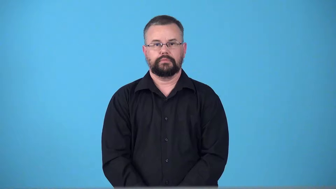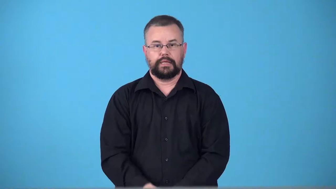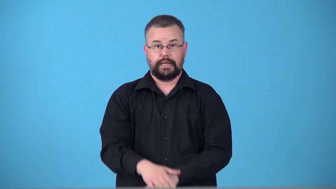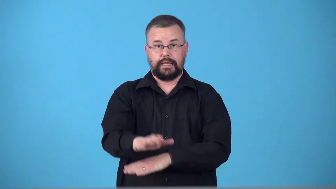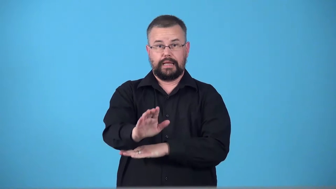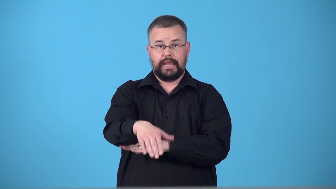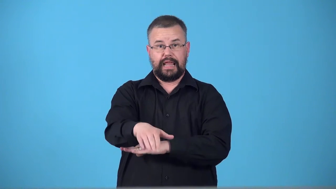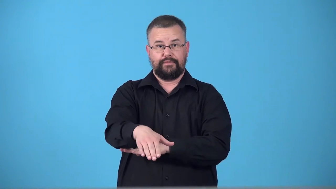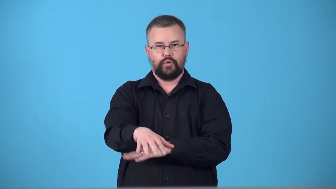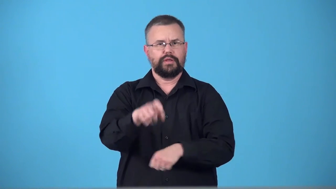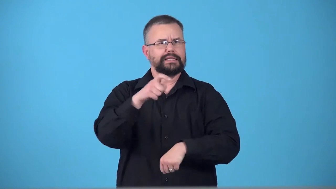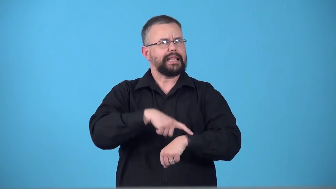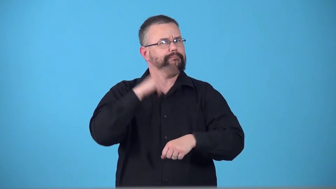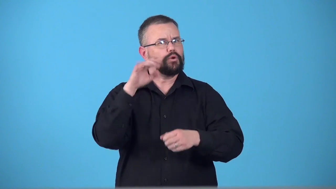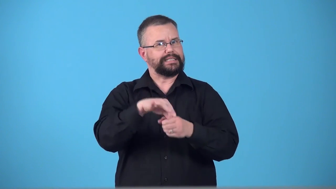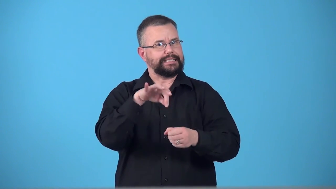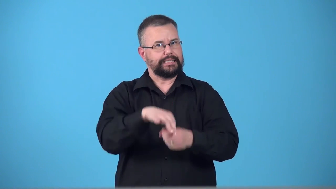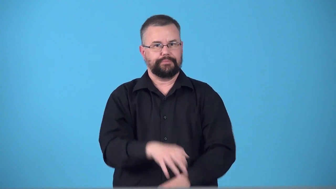teatime